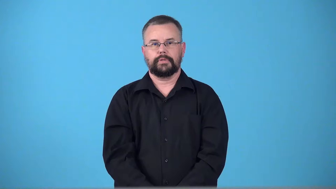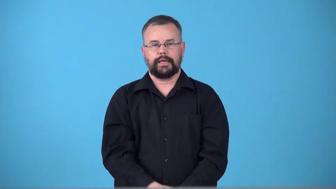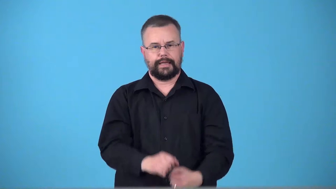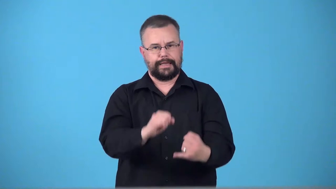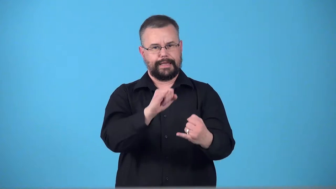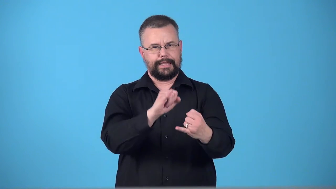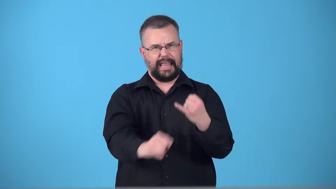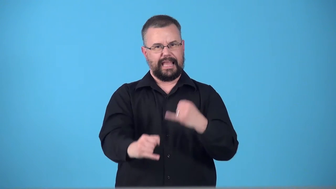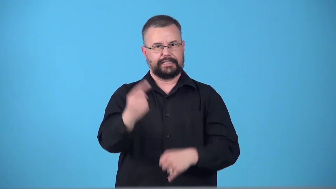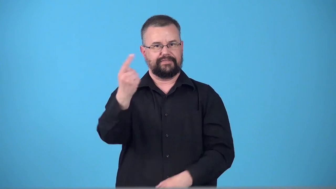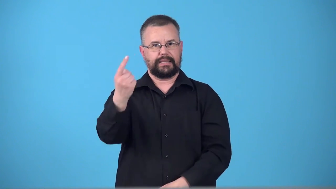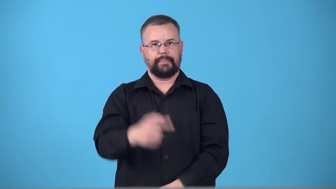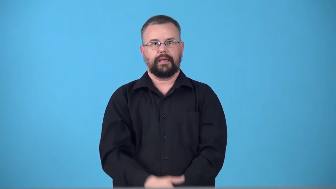terminal-end of something